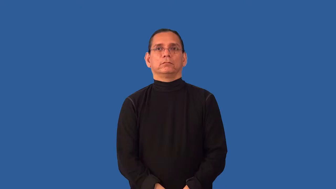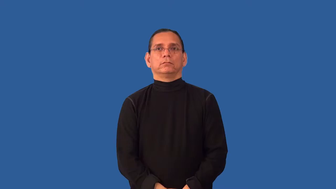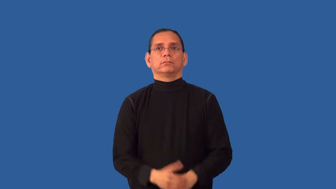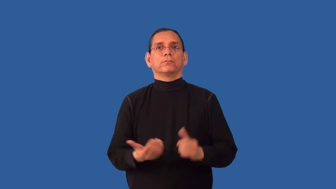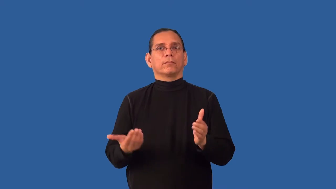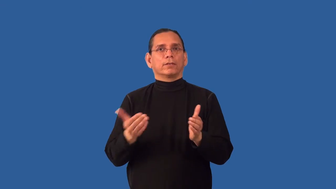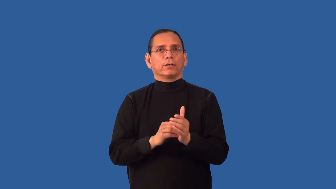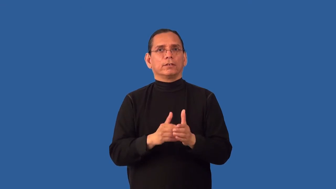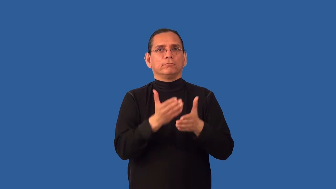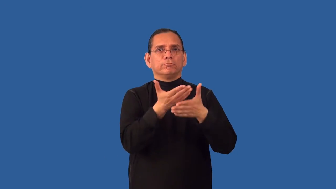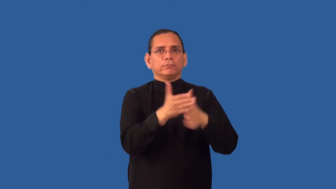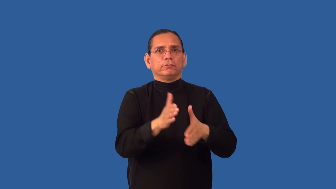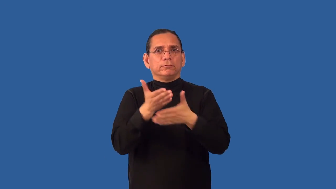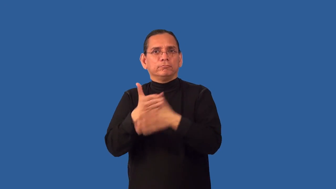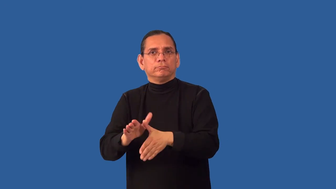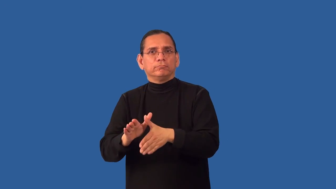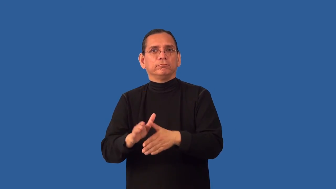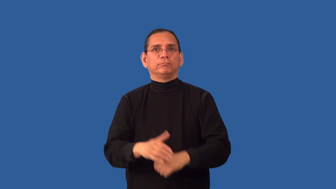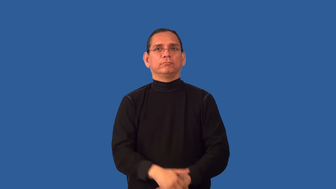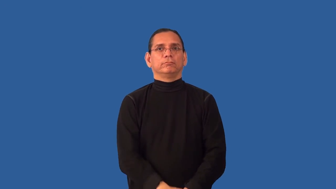reapportion